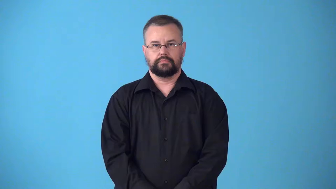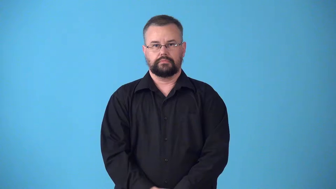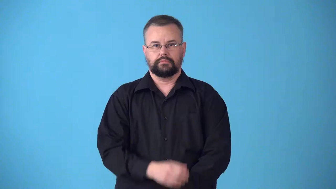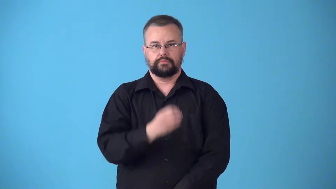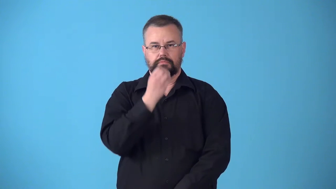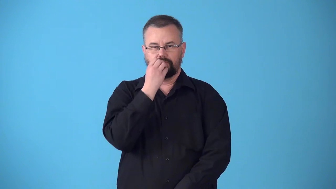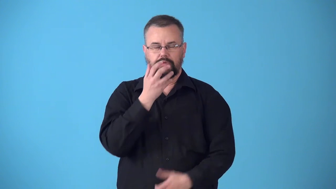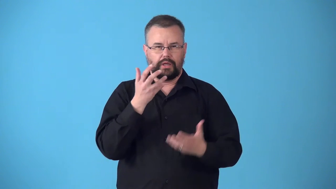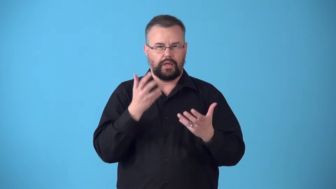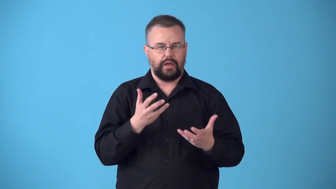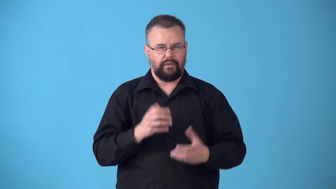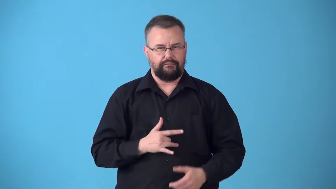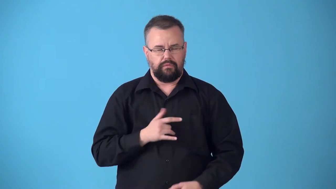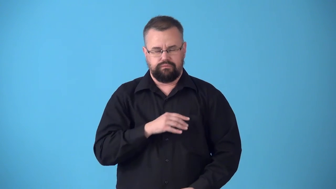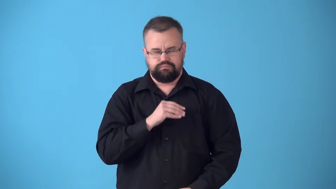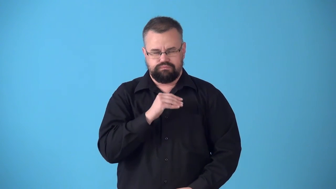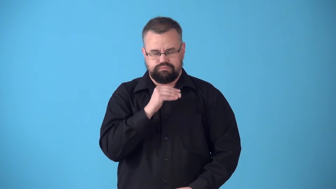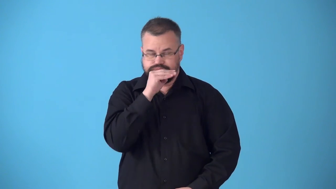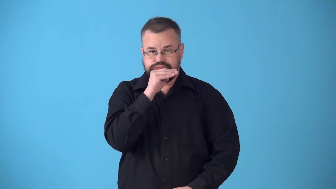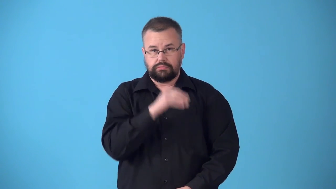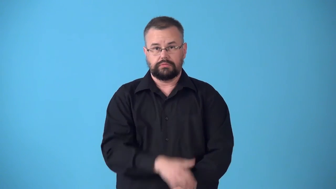stodge